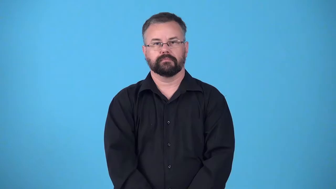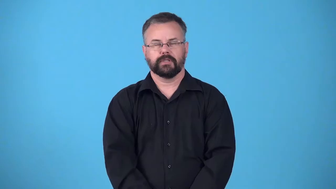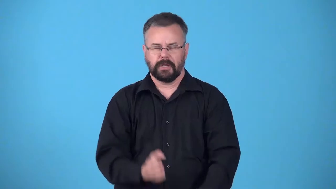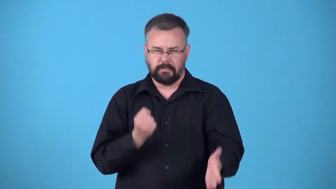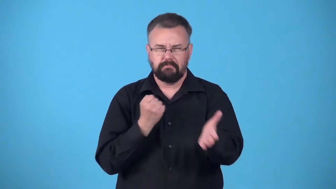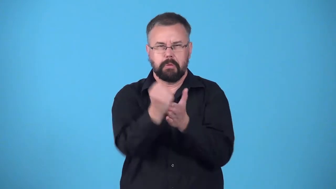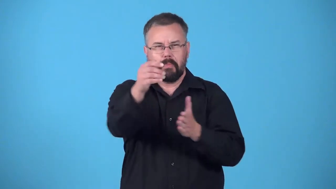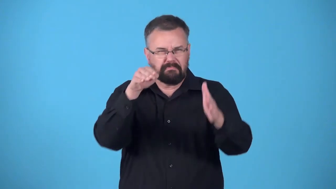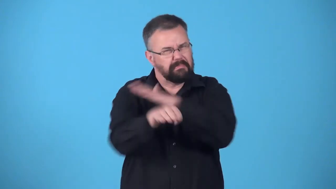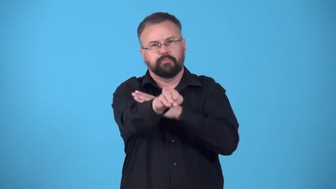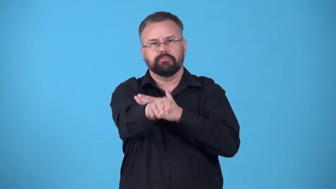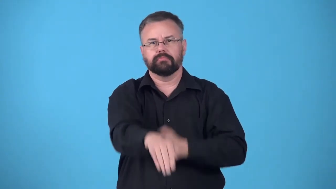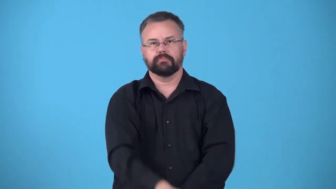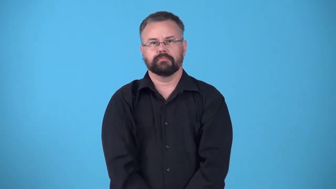barrel in, barrel into, zoom in, zoom into, fly in, fly into, bolt in, bolt into, burst in